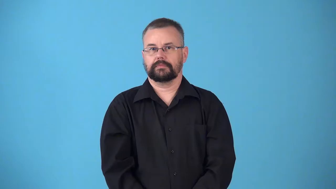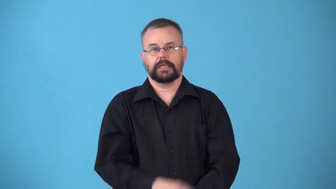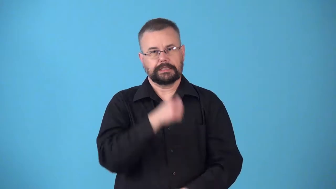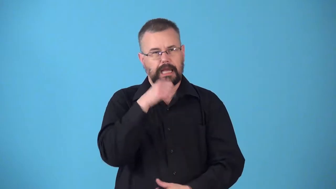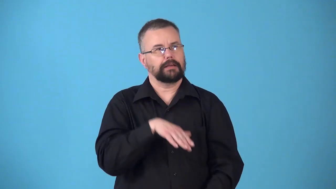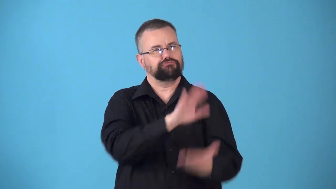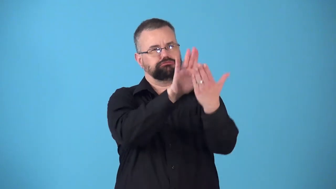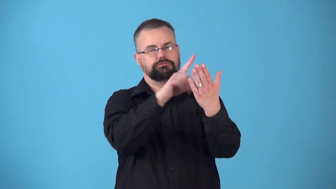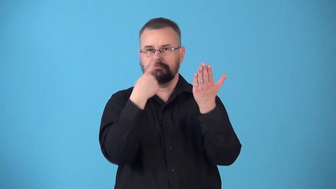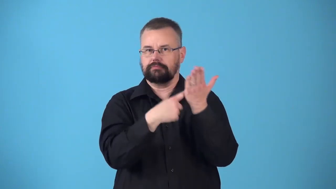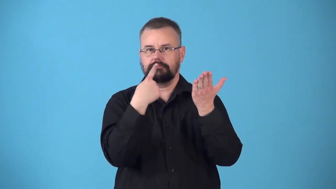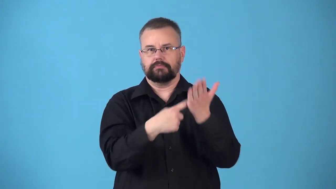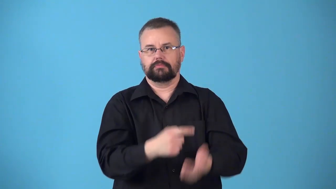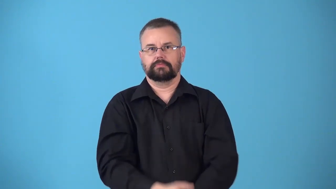noncontroversial